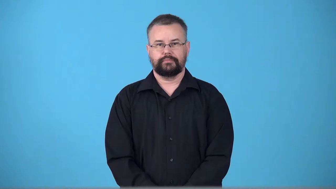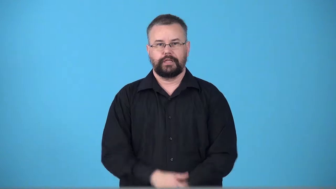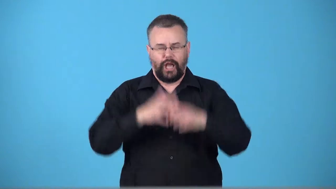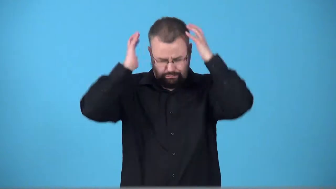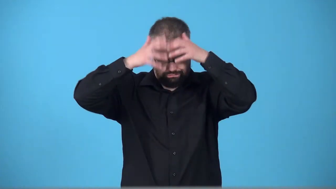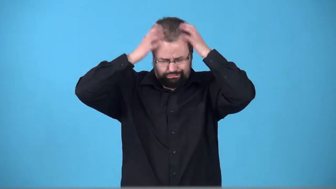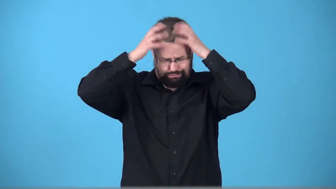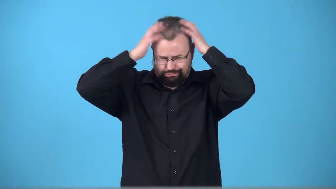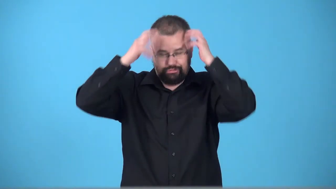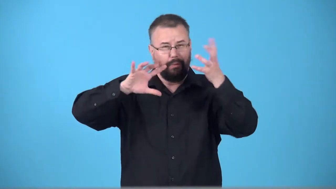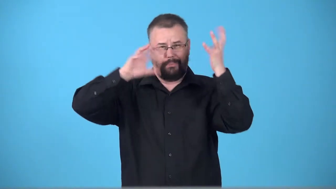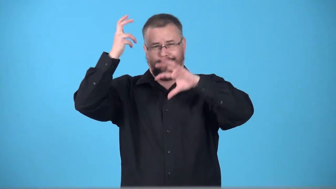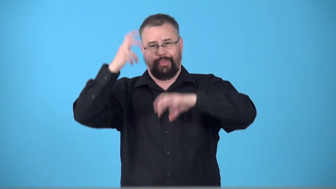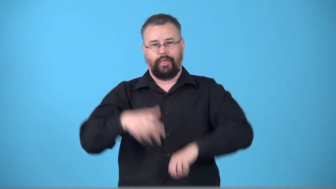tousle